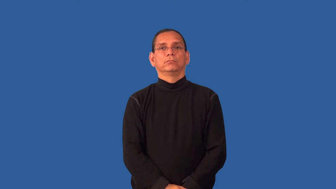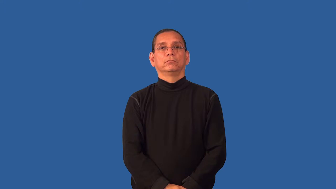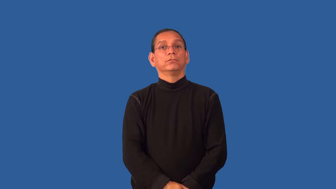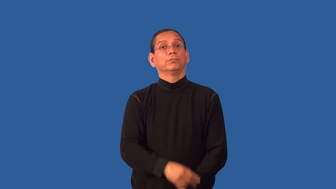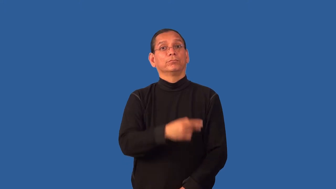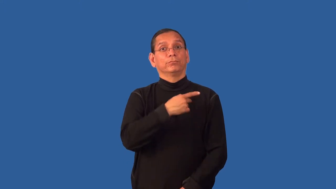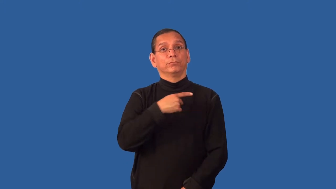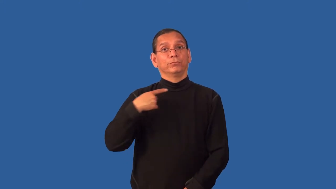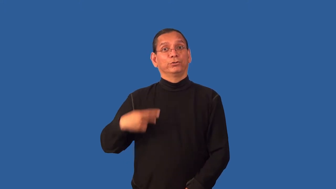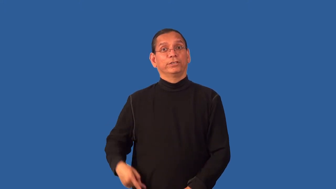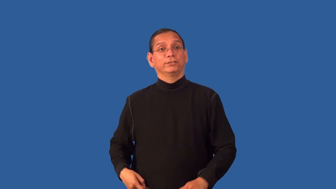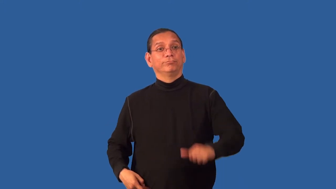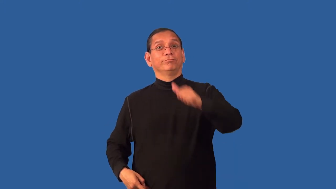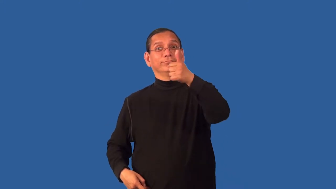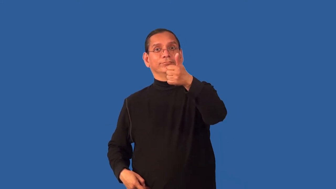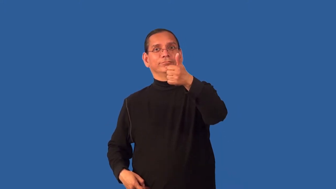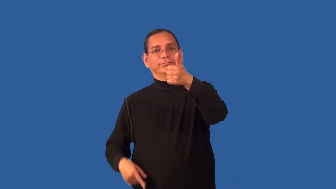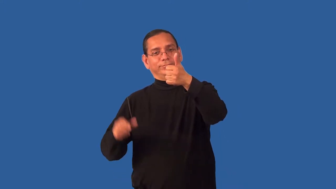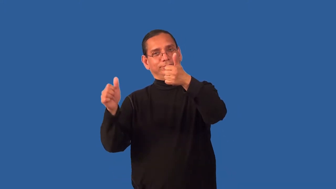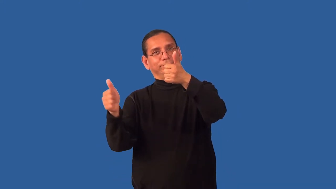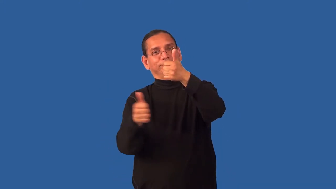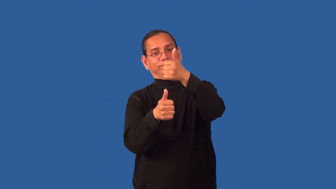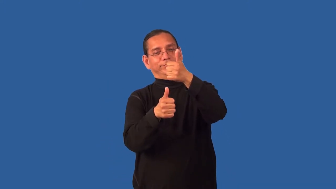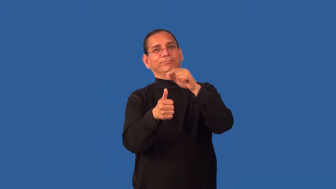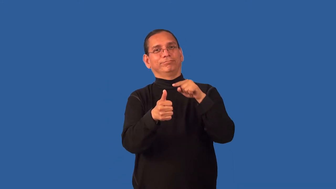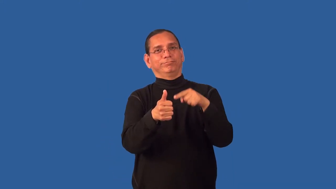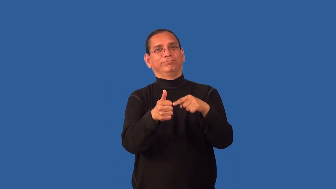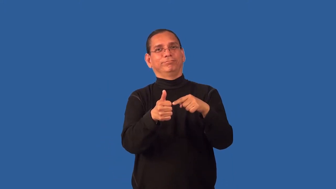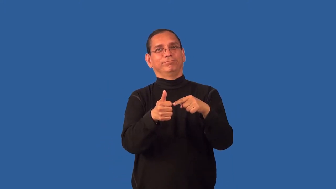duke